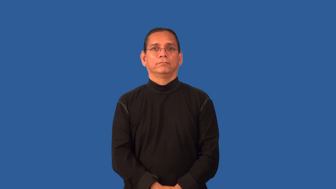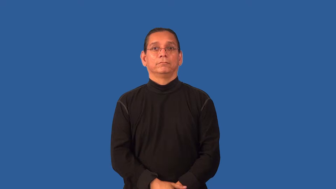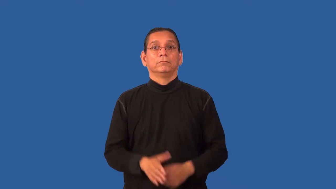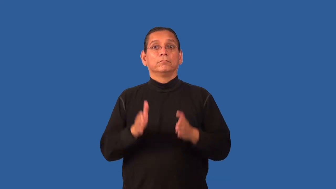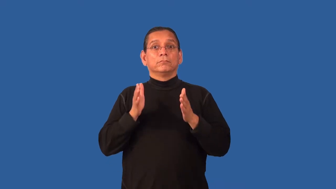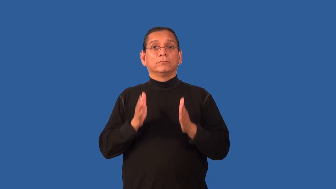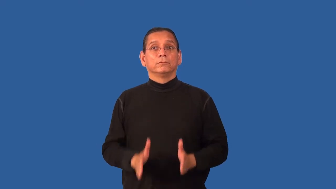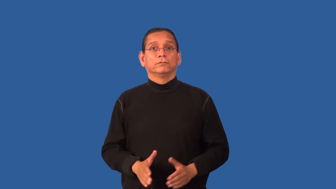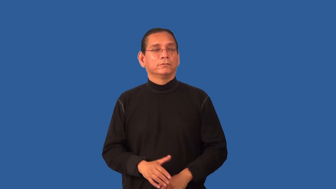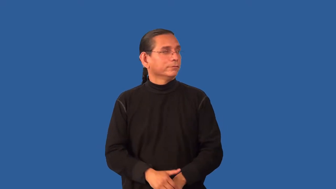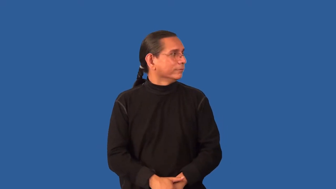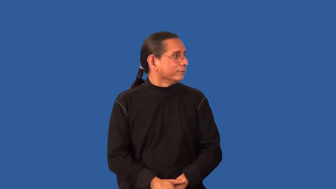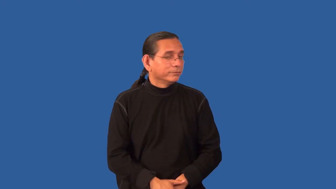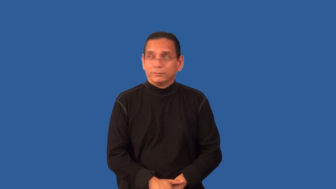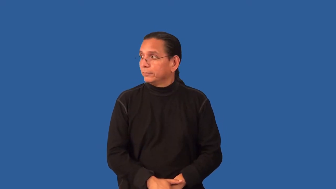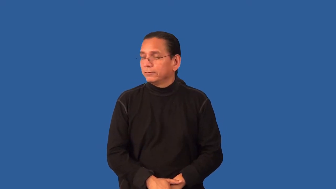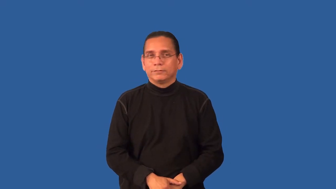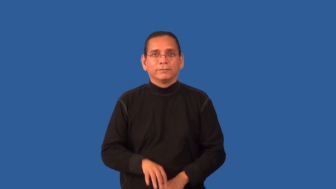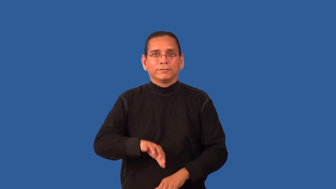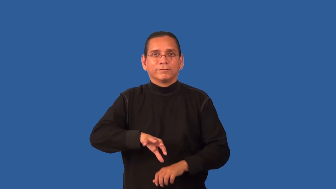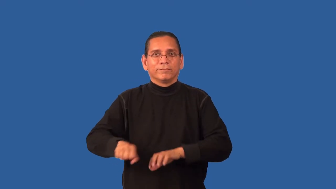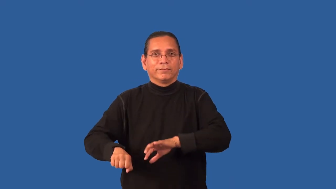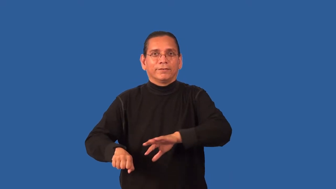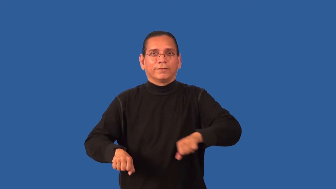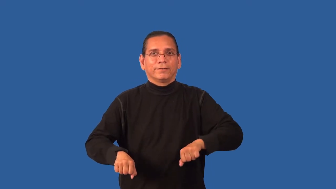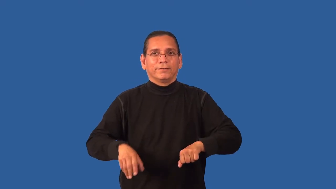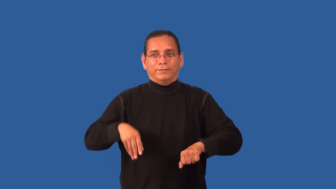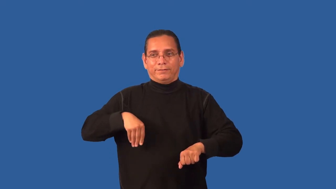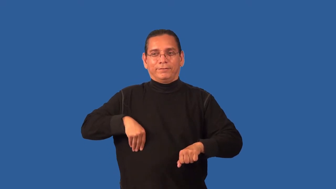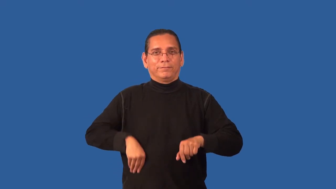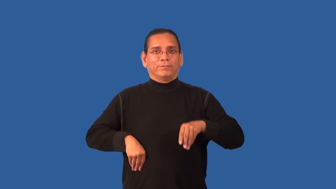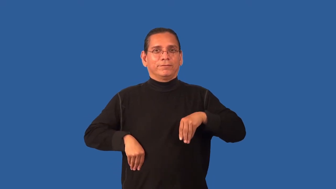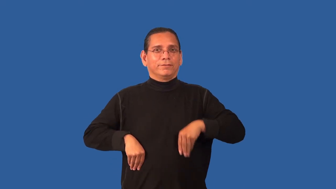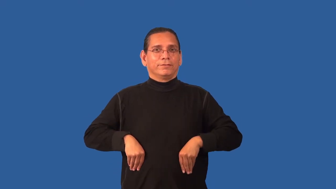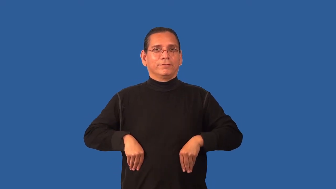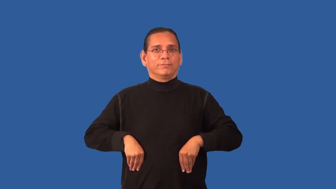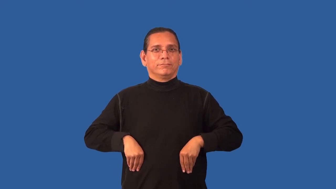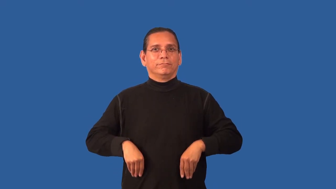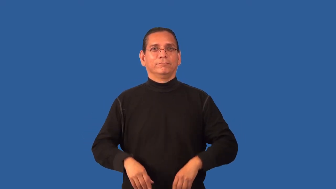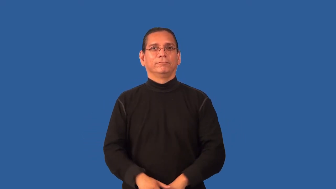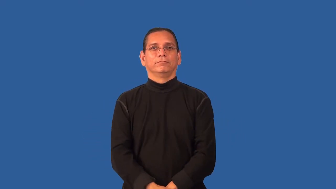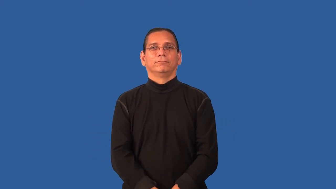embezzler,peculator